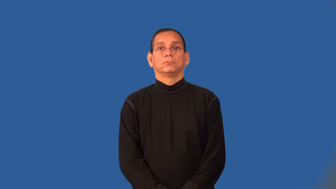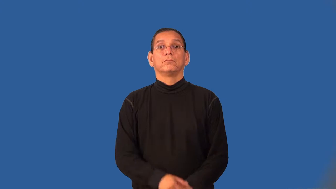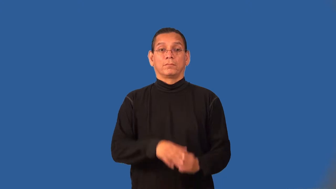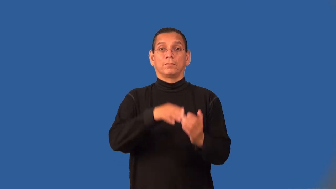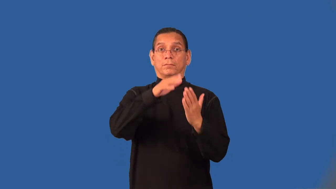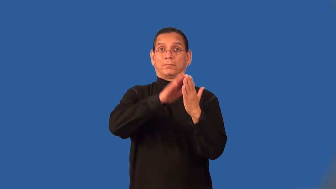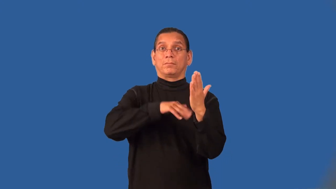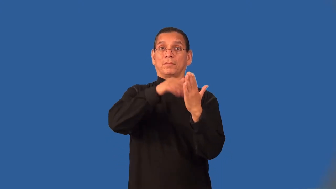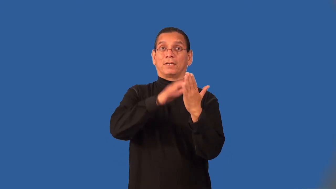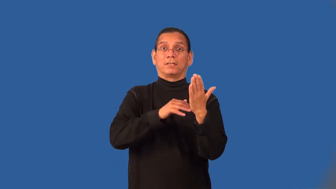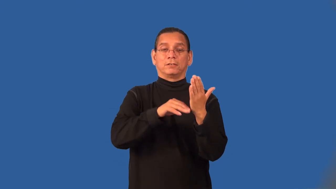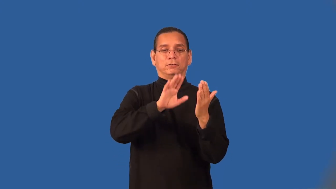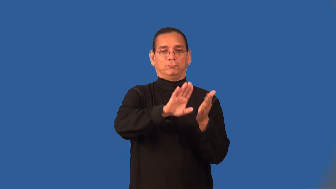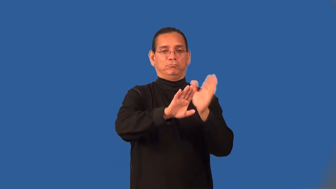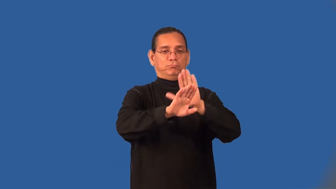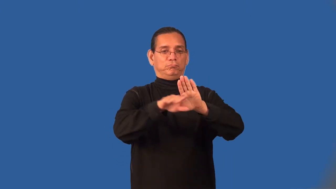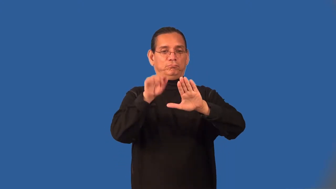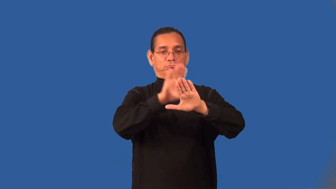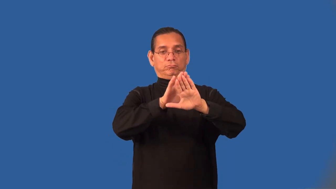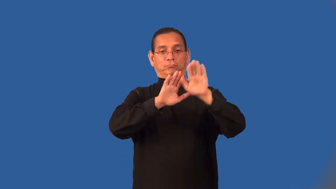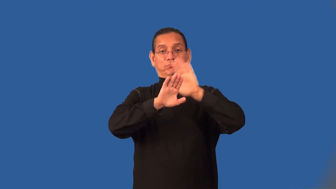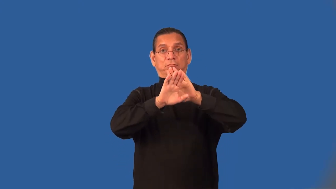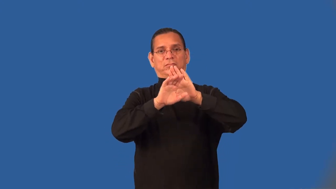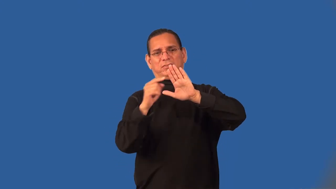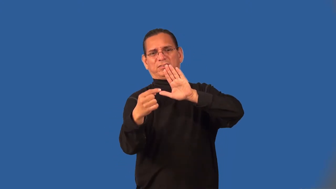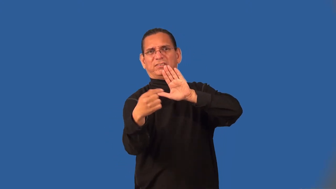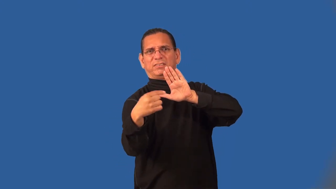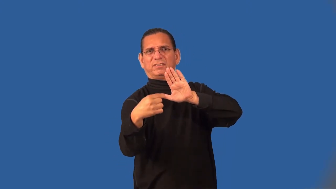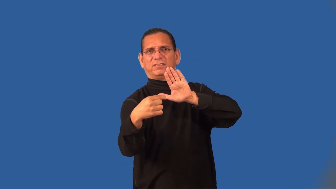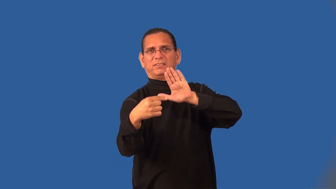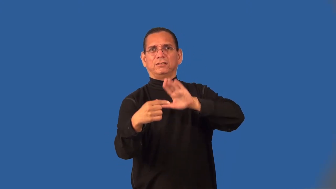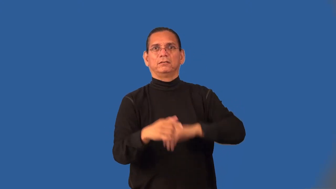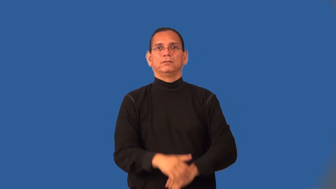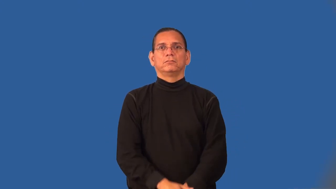undercoat